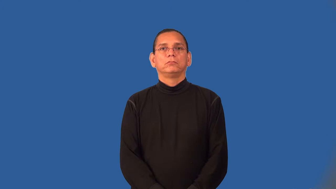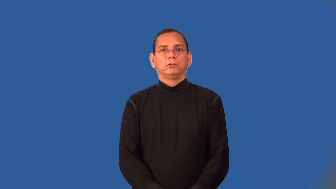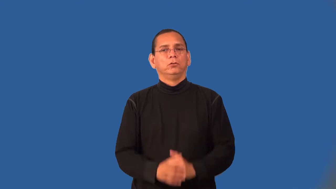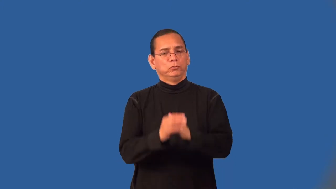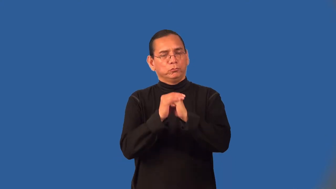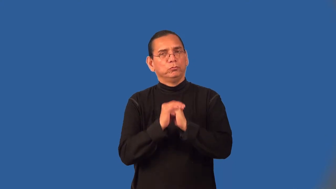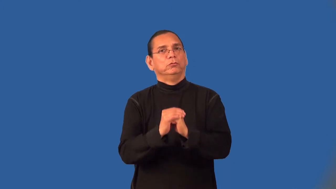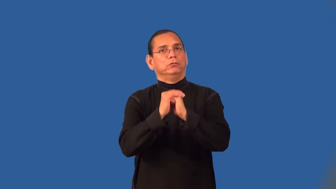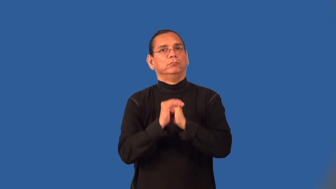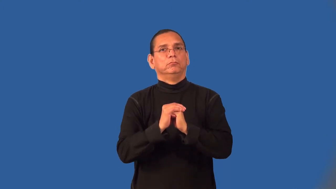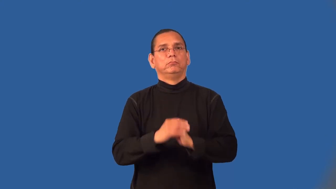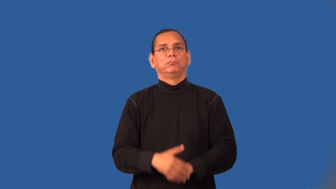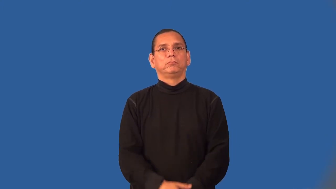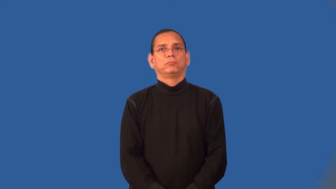worship,praise,glory-church